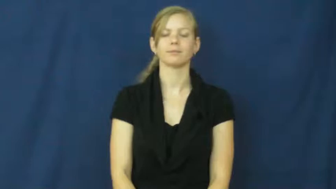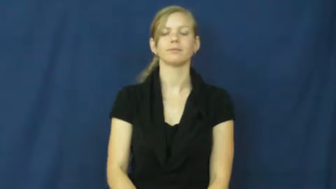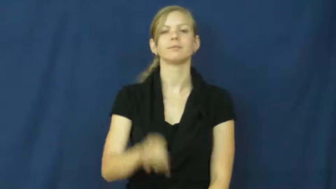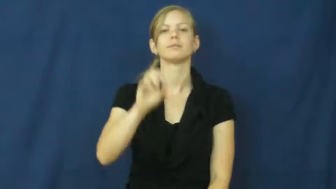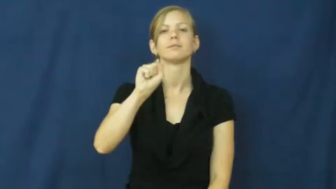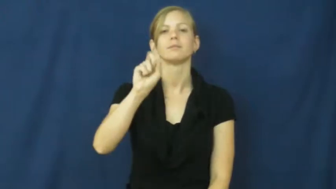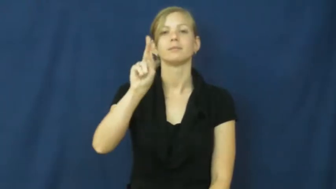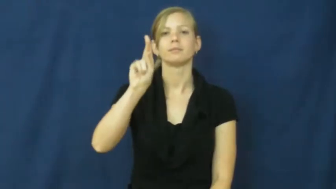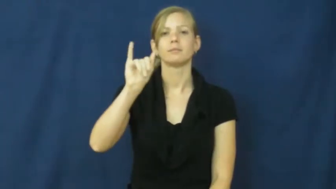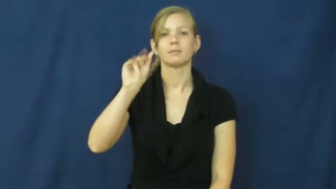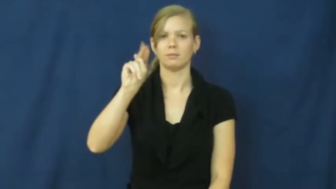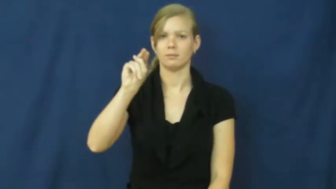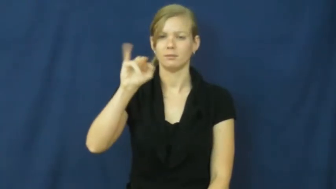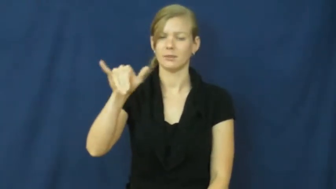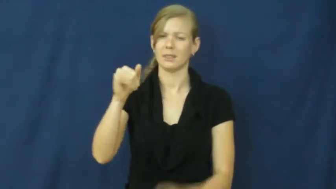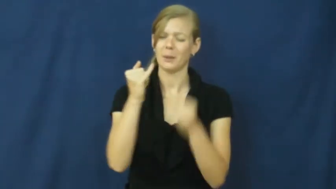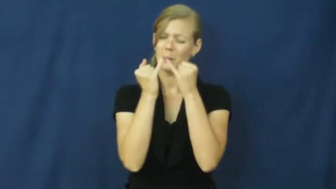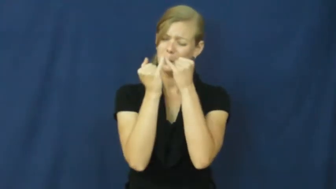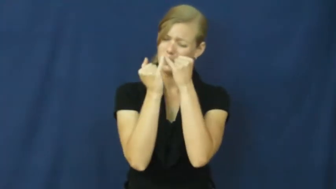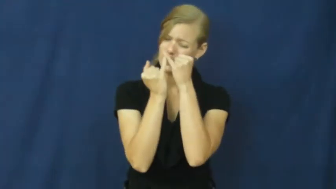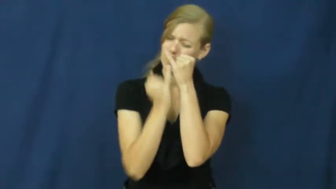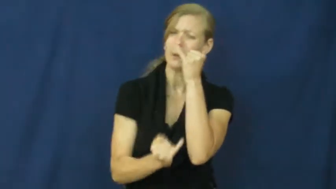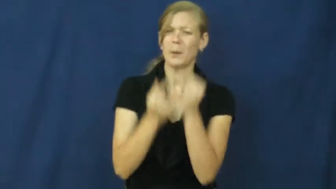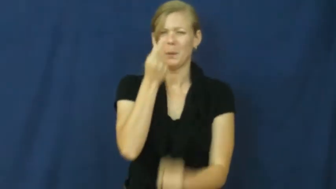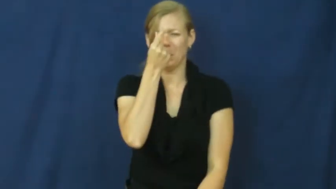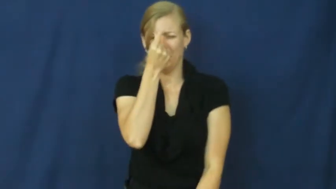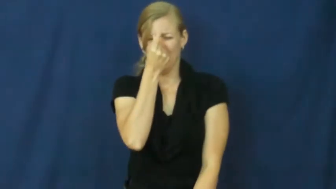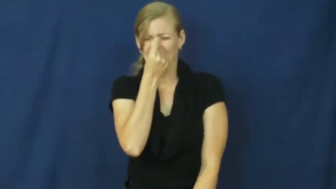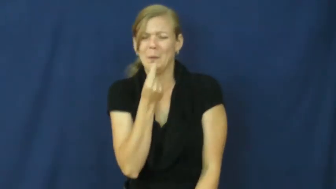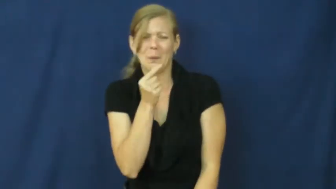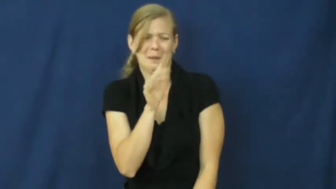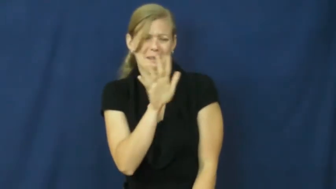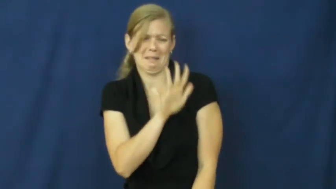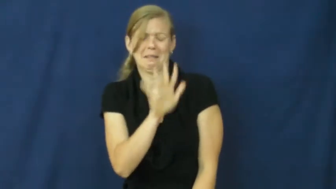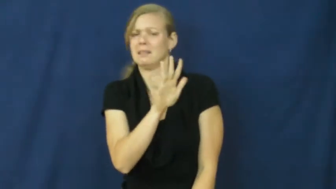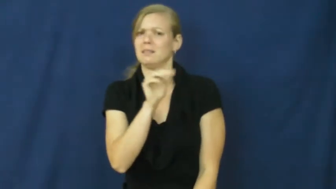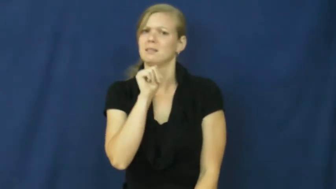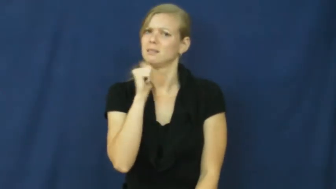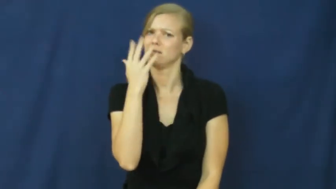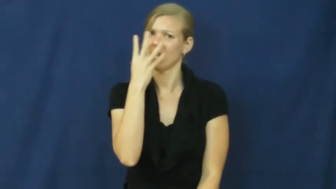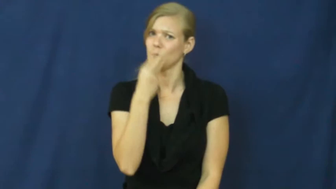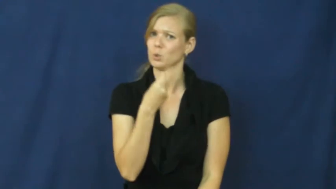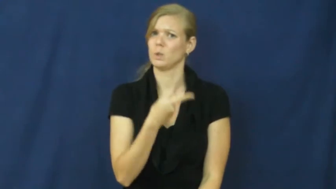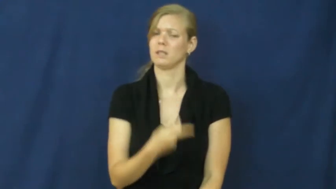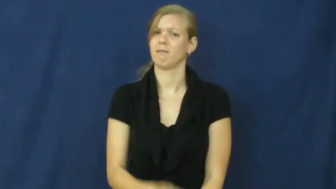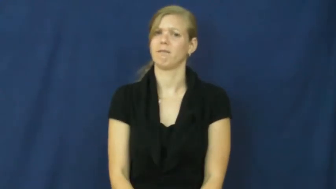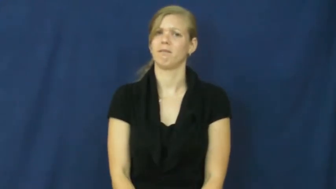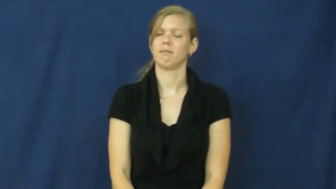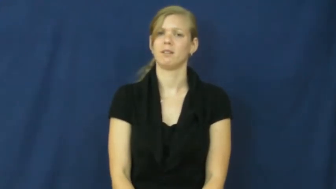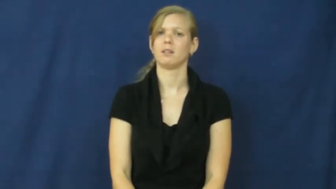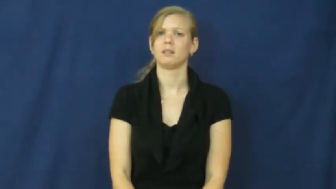skinny-thin